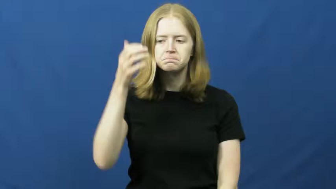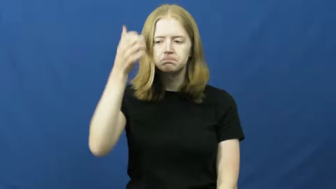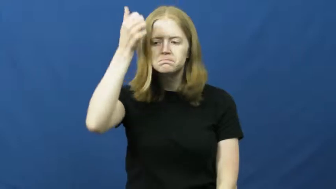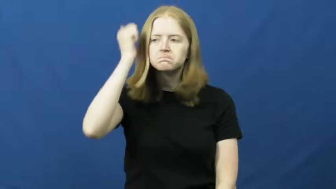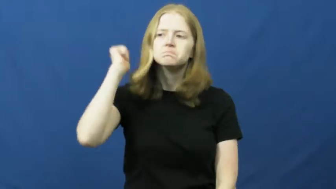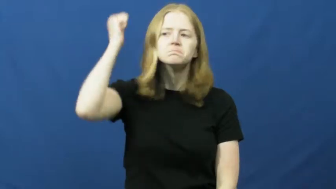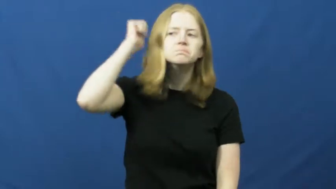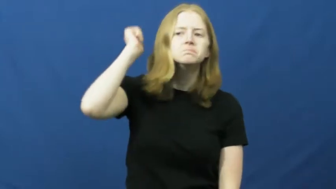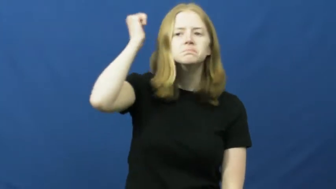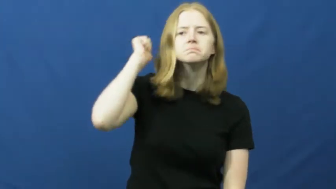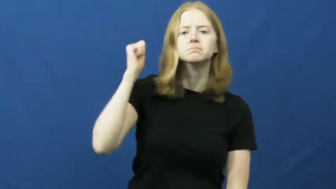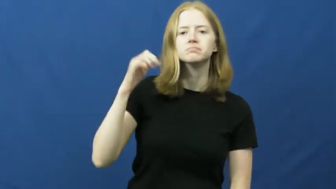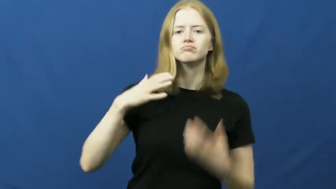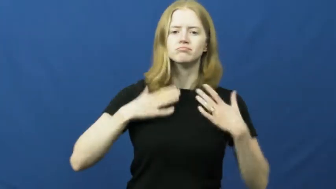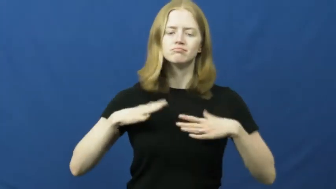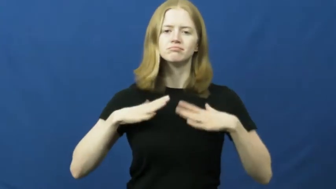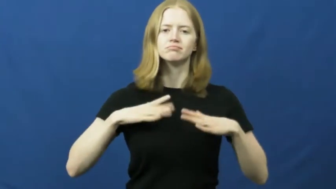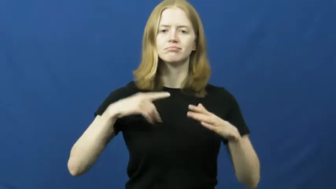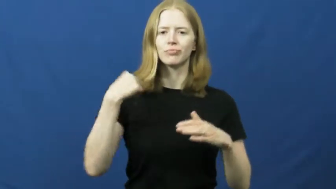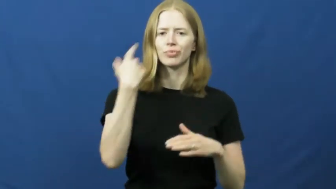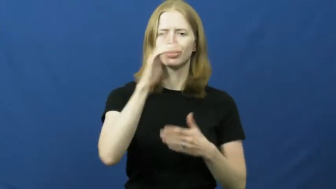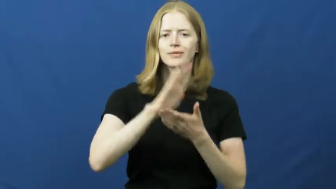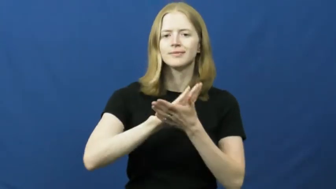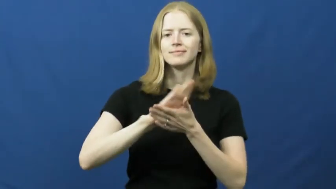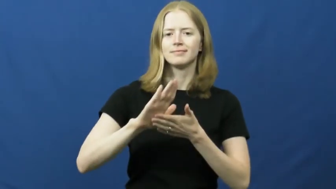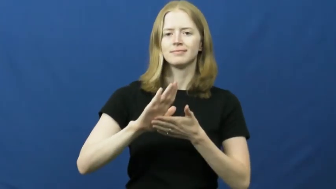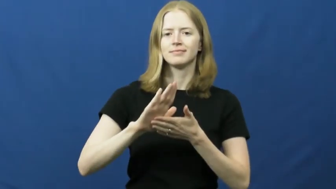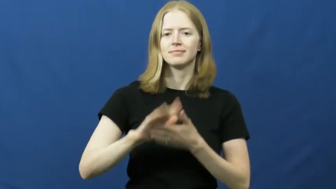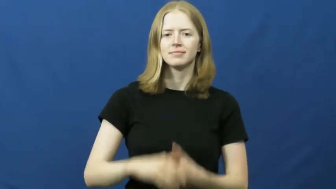groom,coif